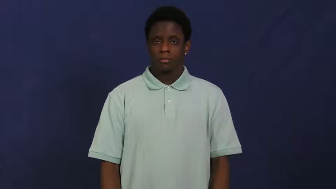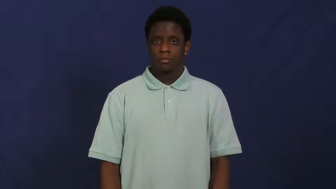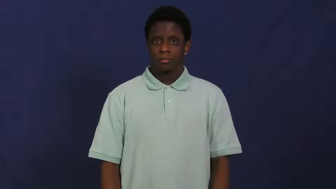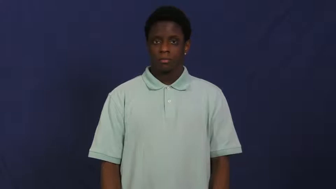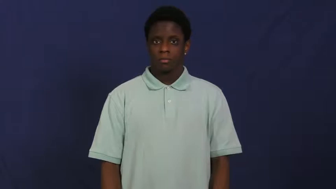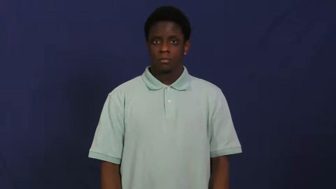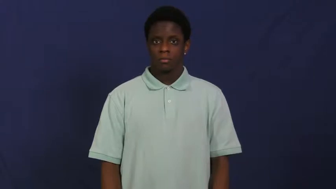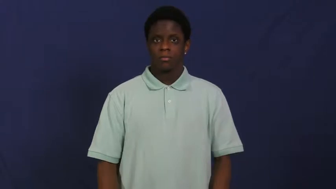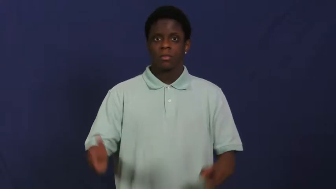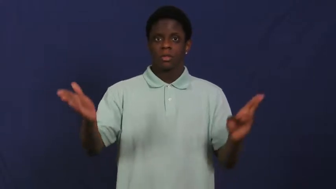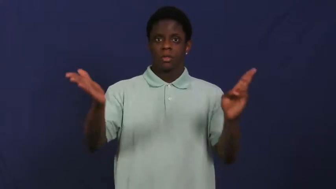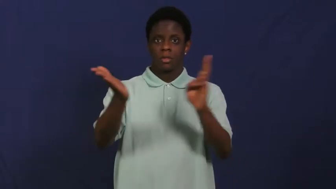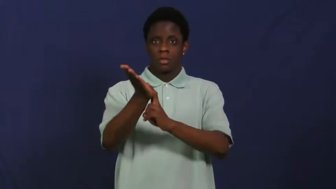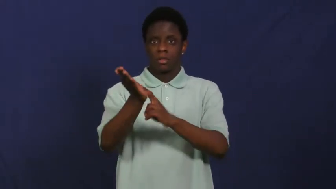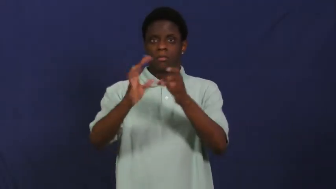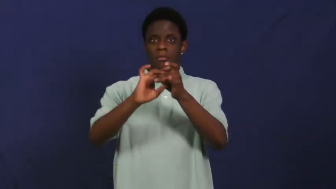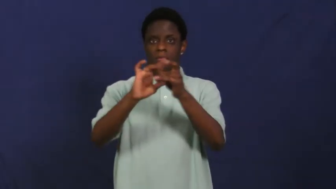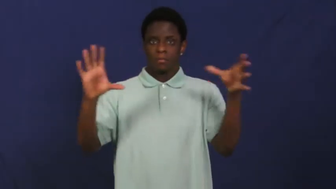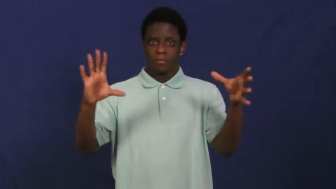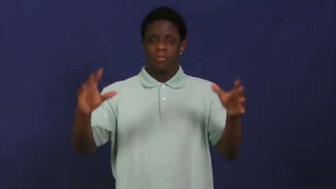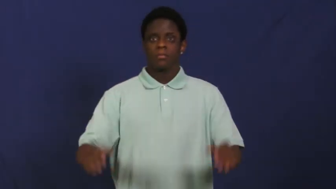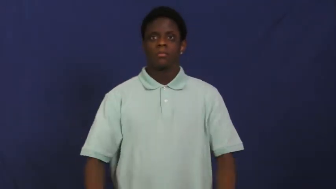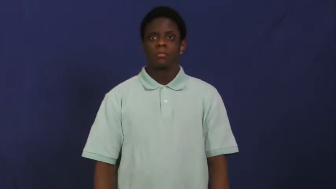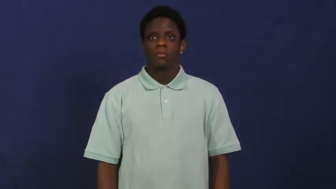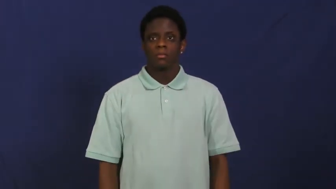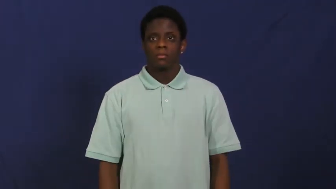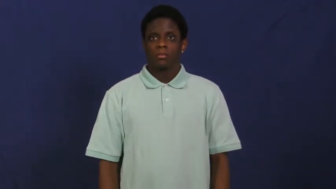log off